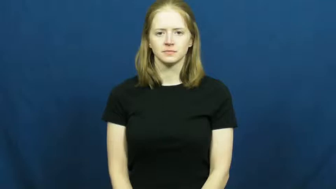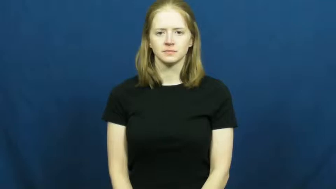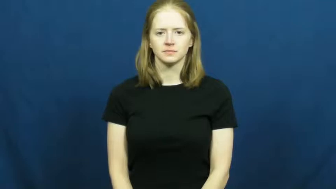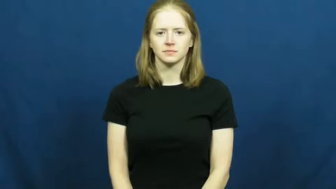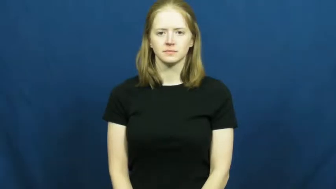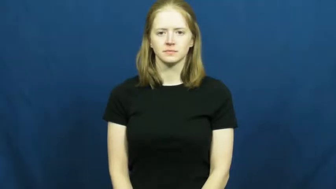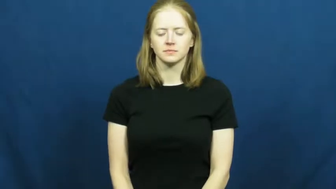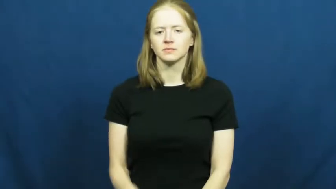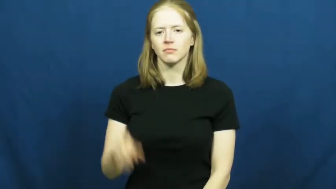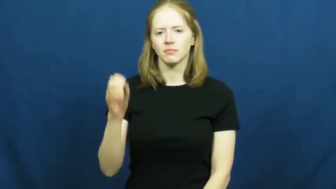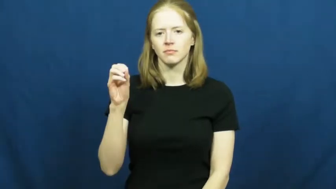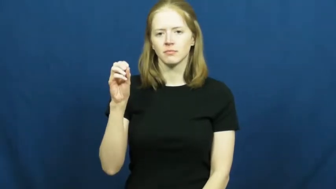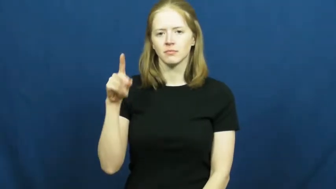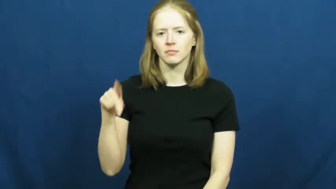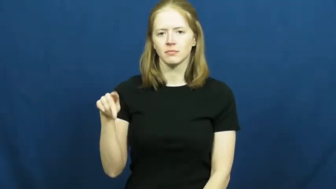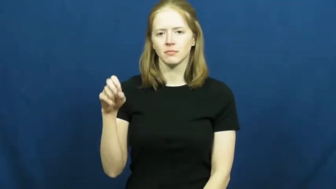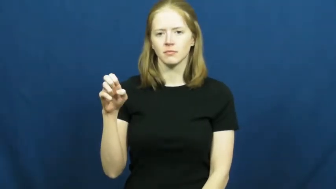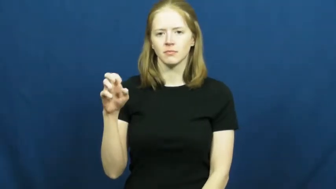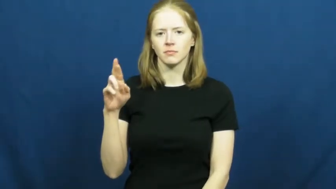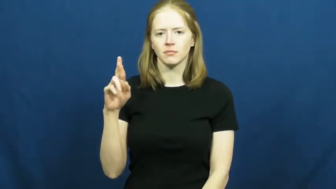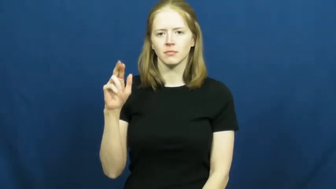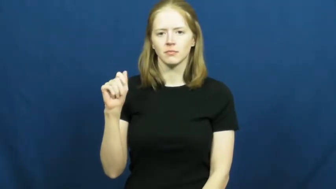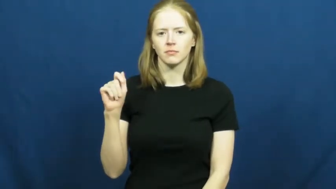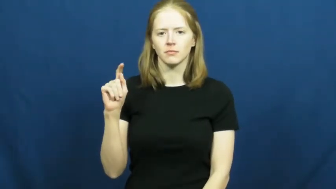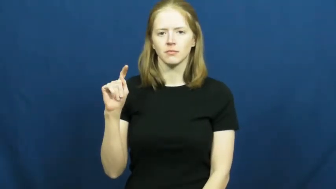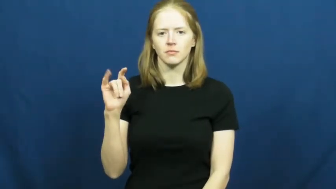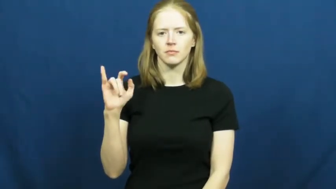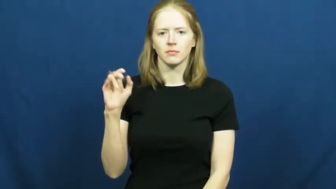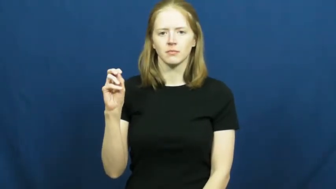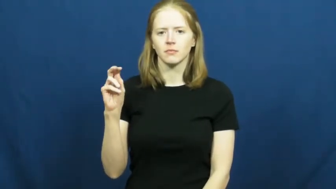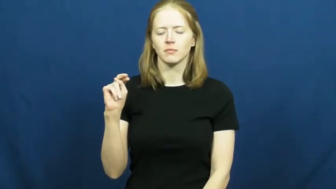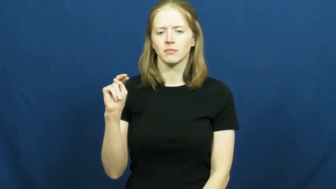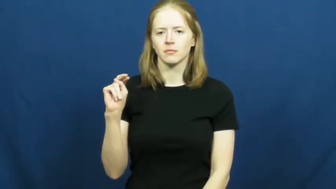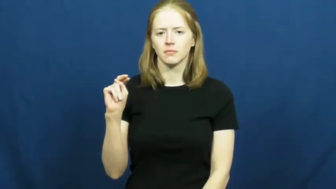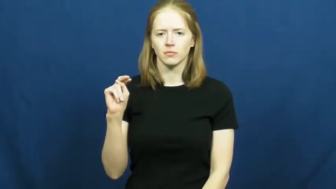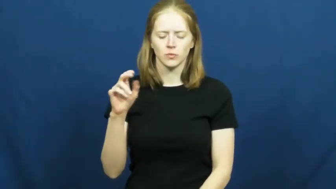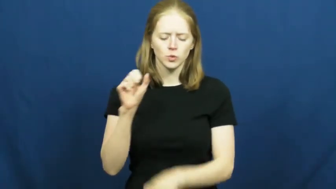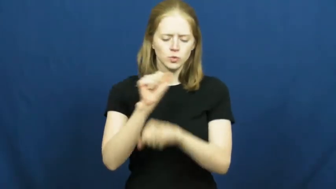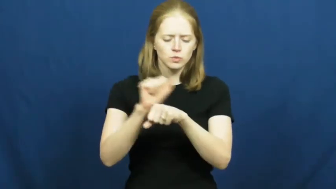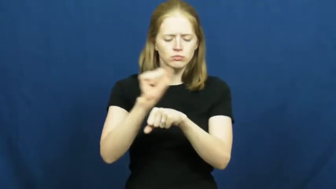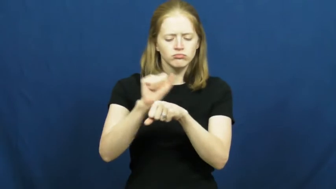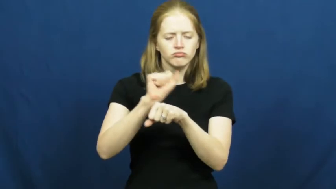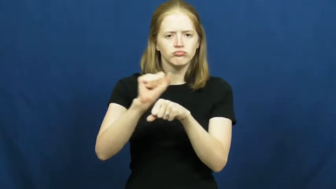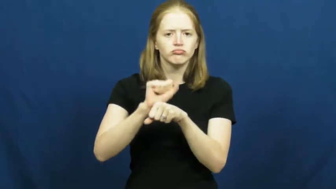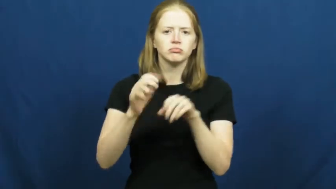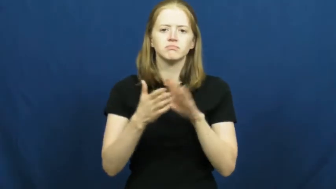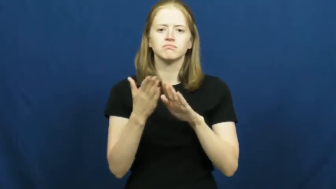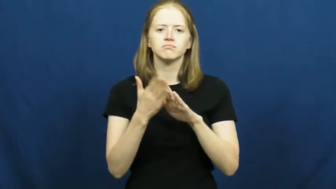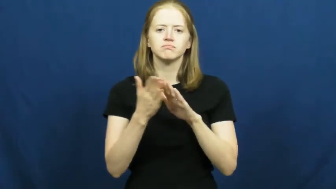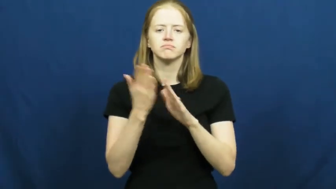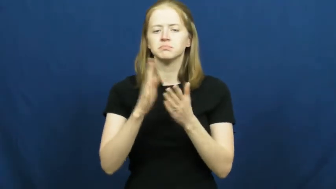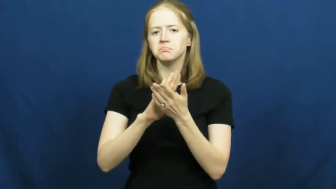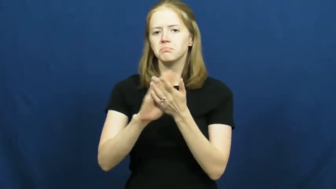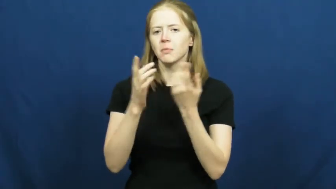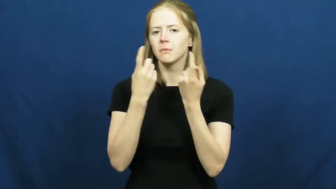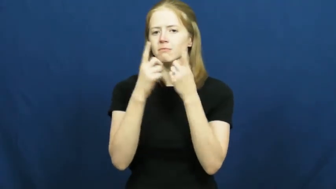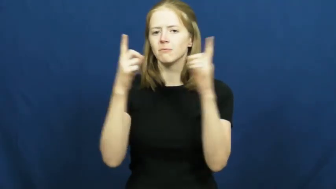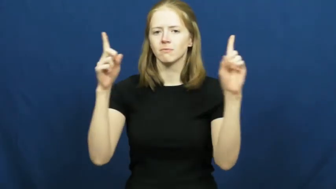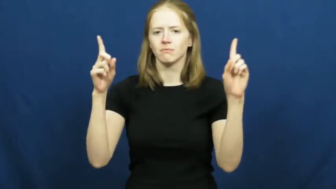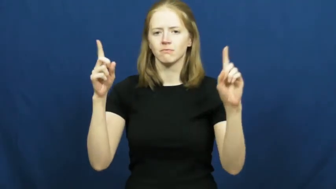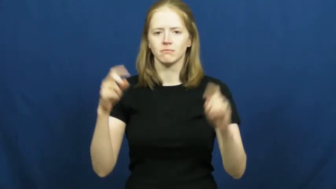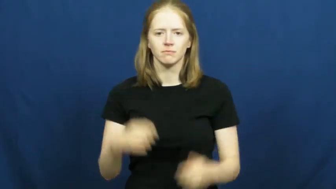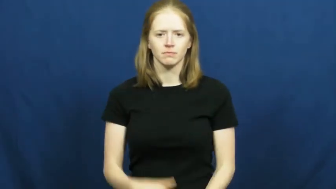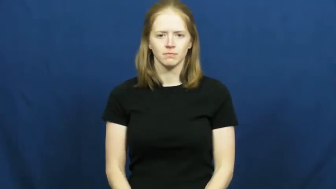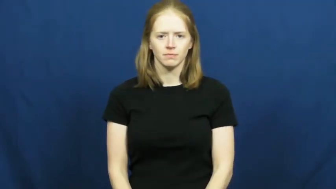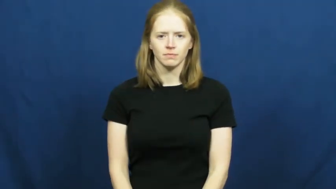operation-job